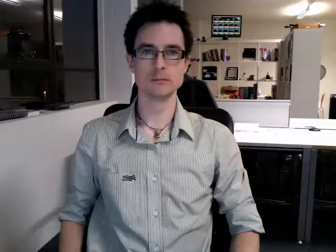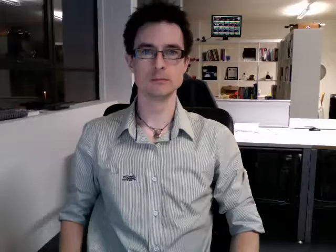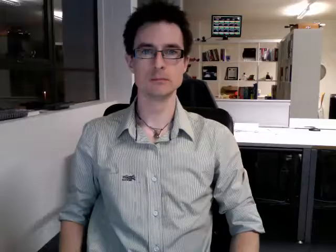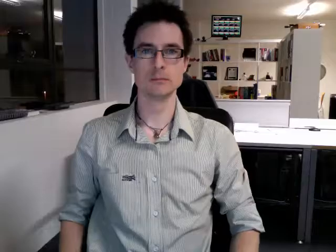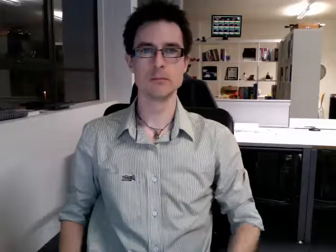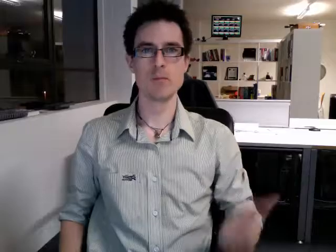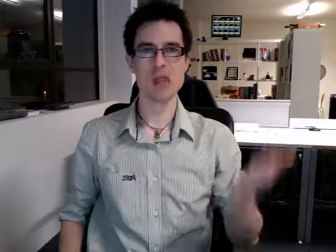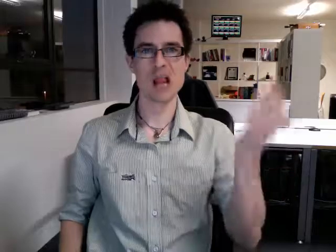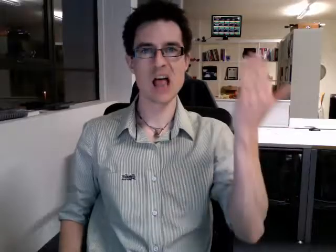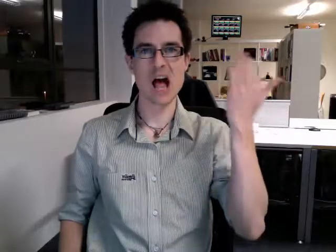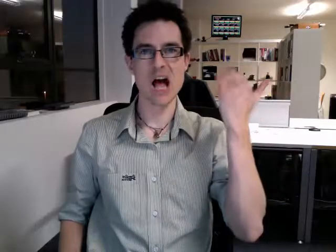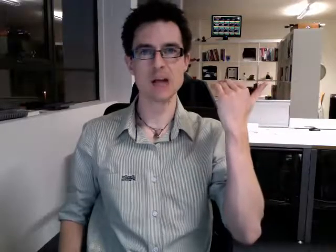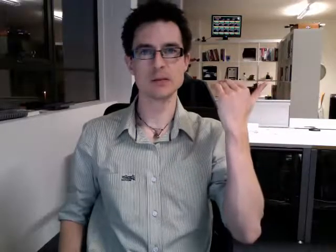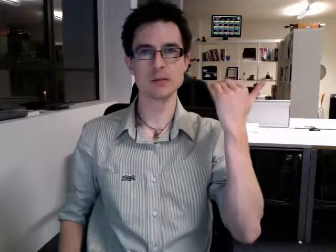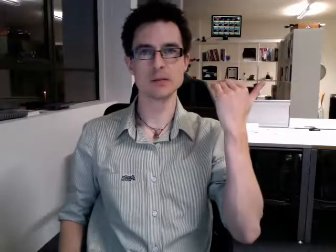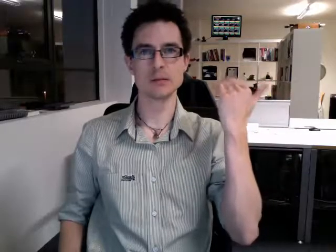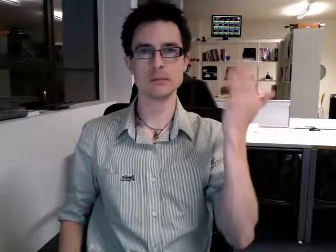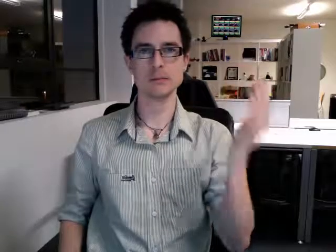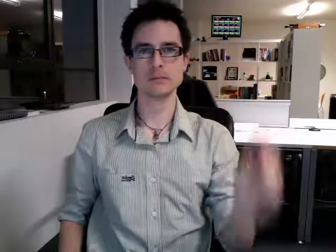last